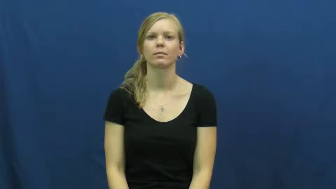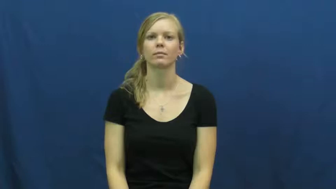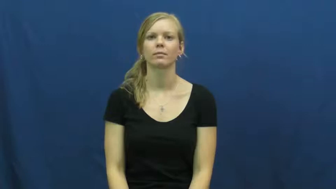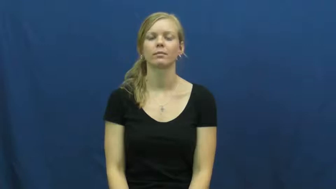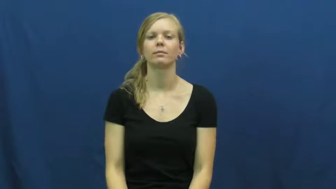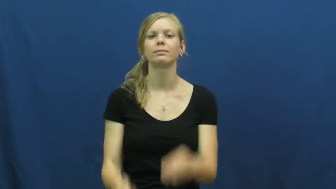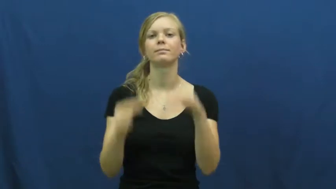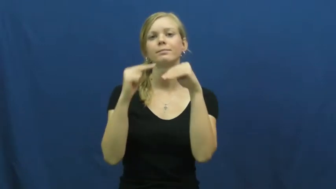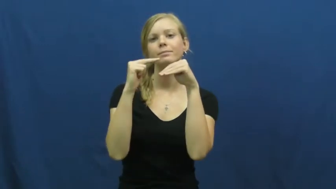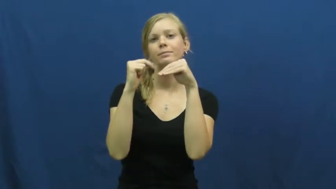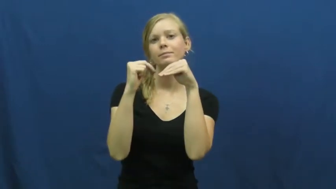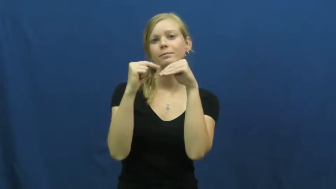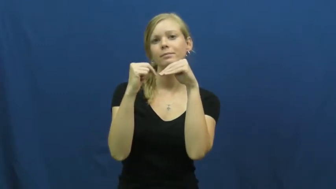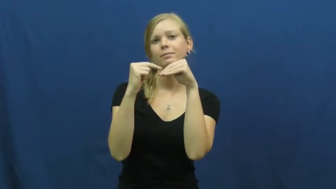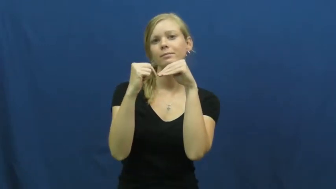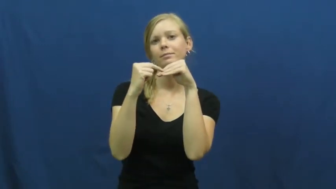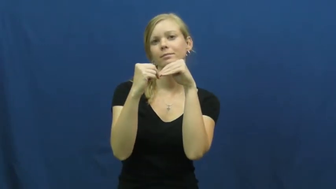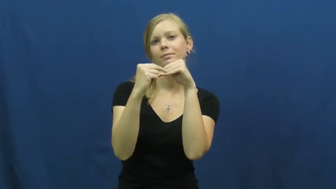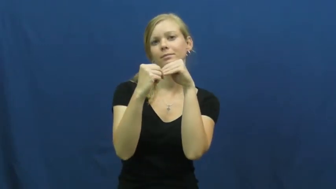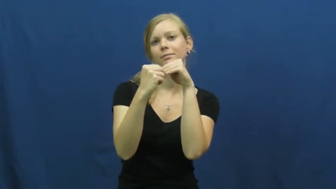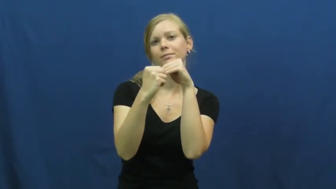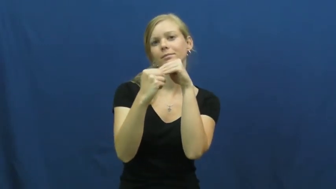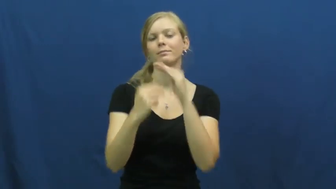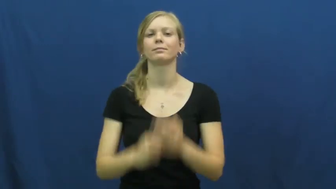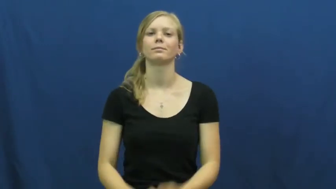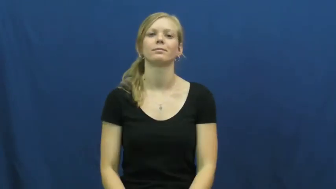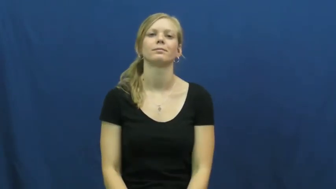manicure